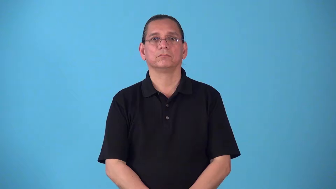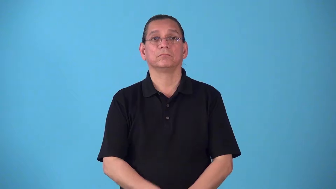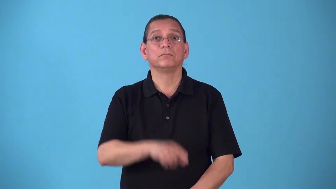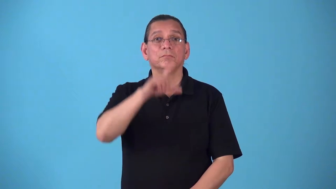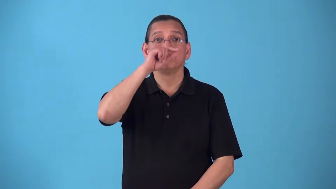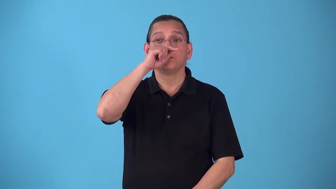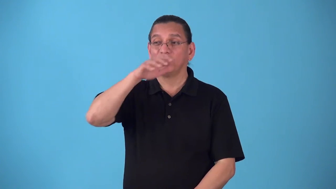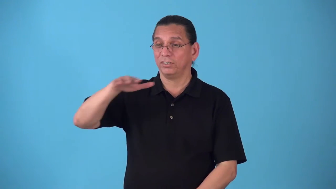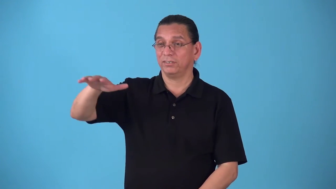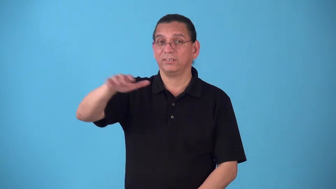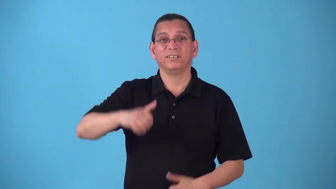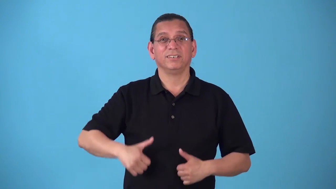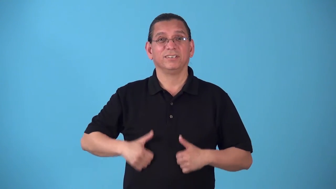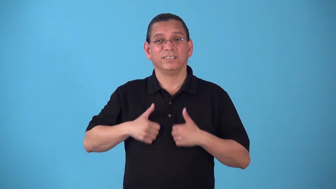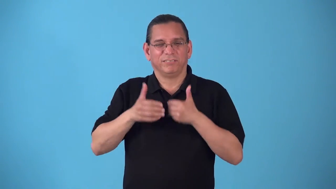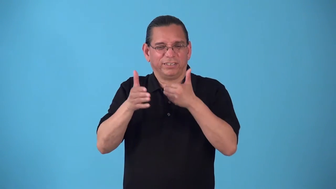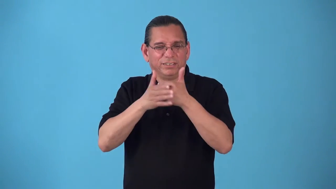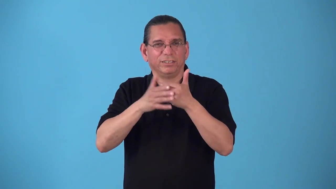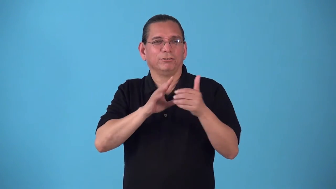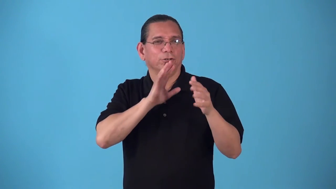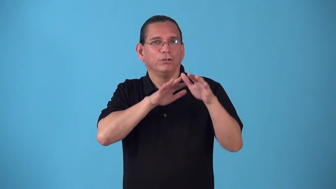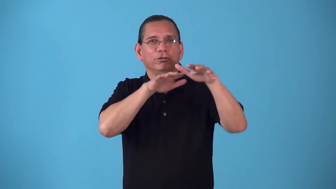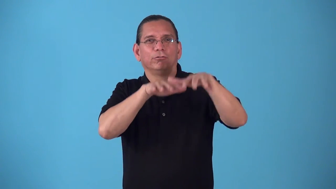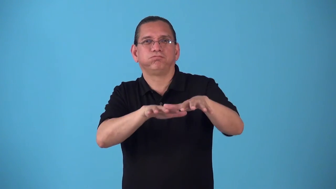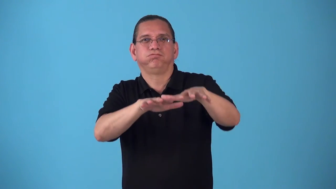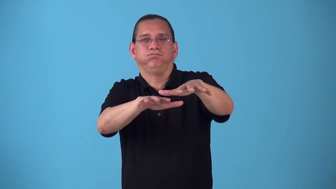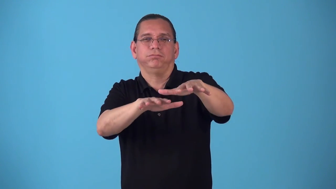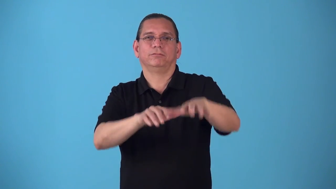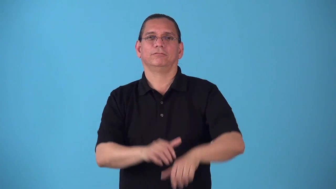seabird